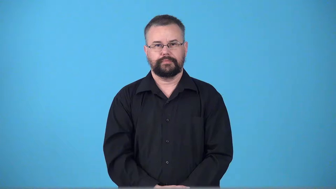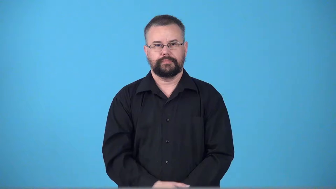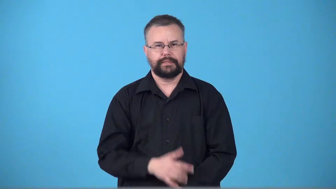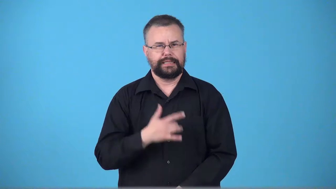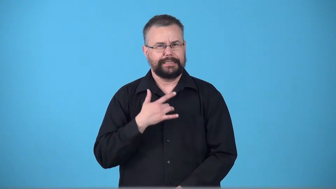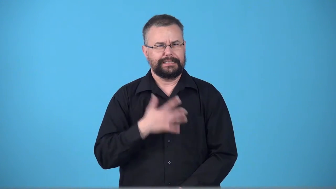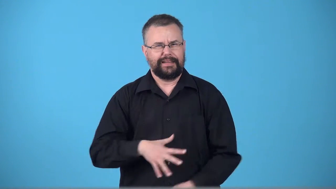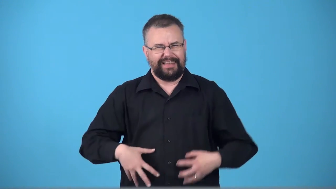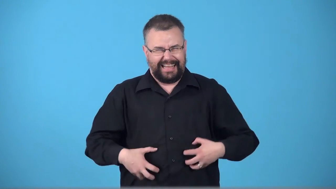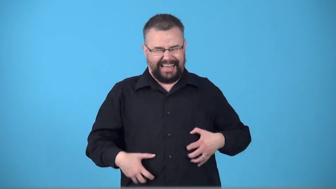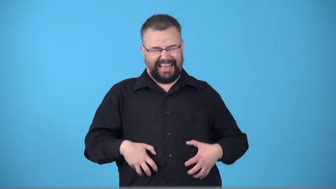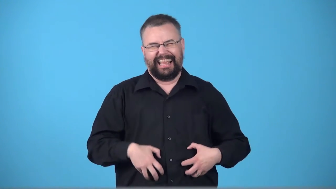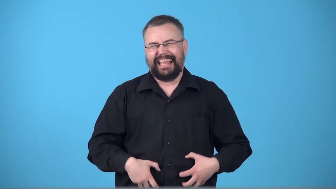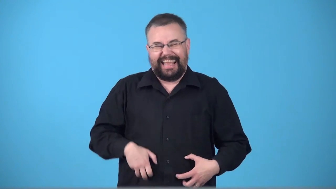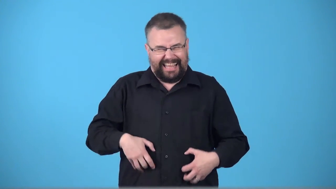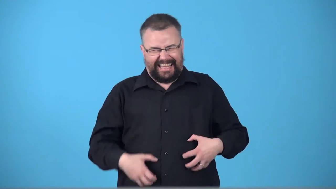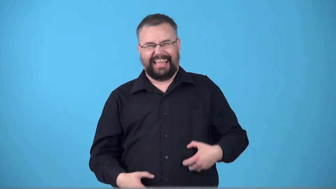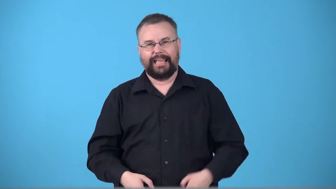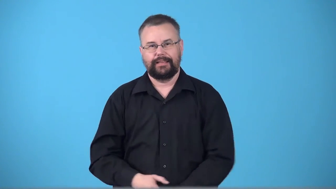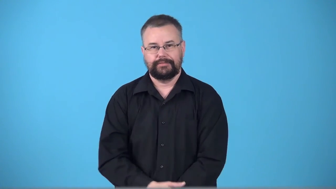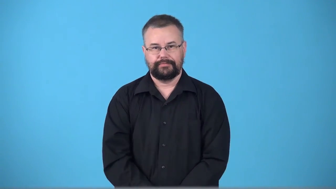ticklish